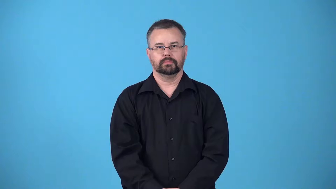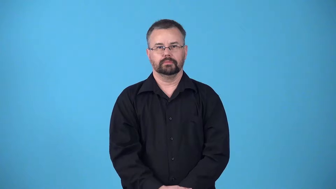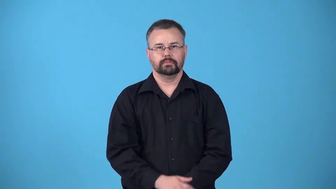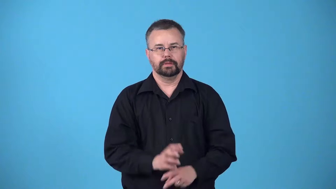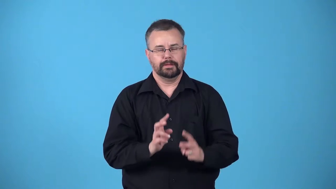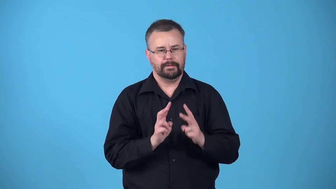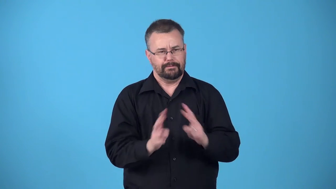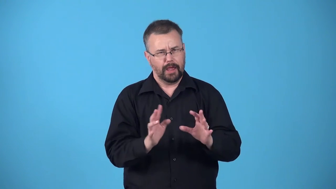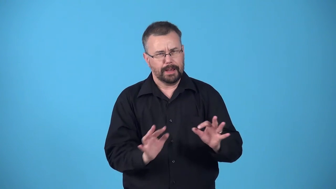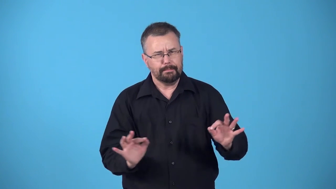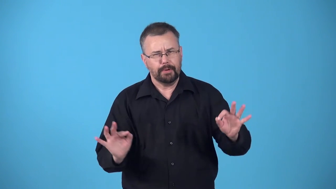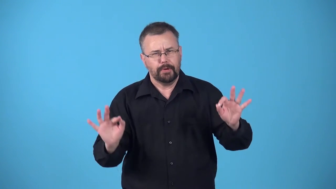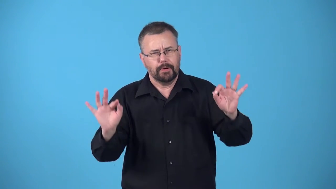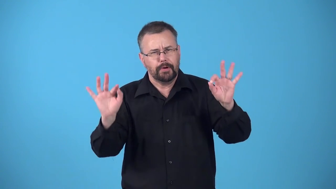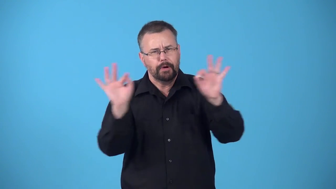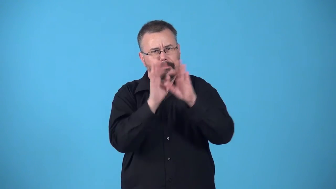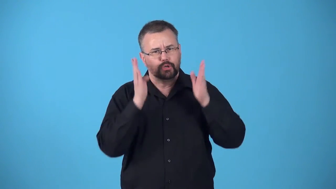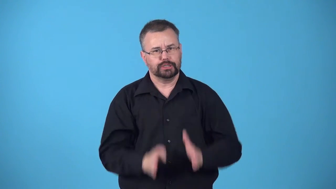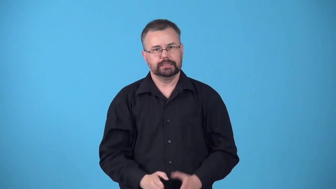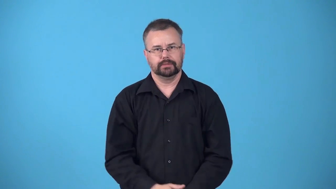behemoth,vip-very important person